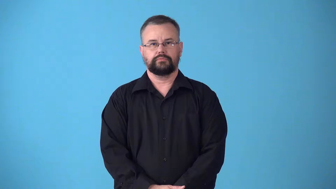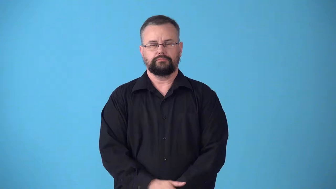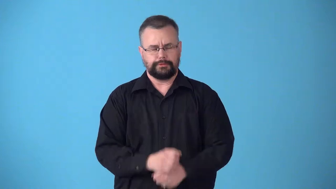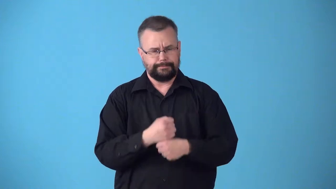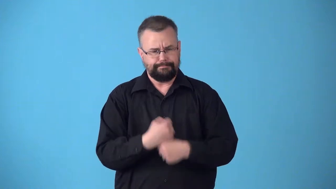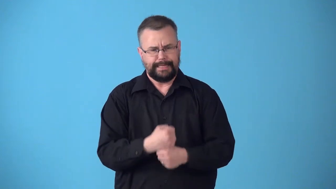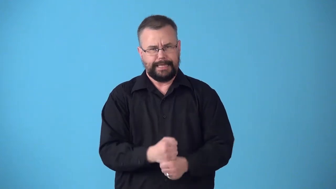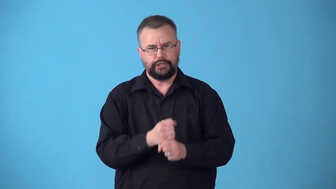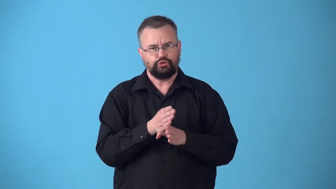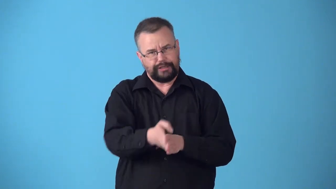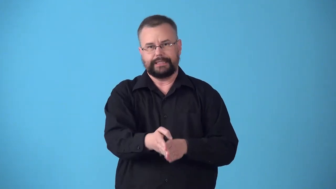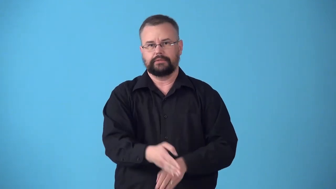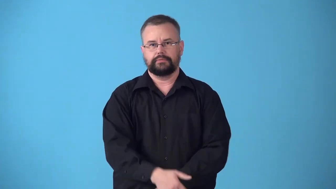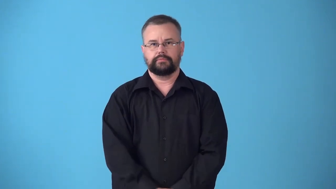straighten-make straight